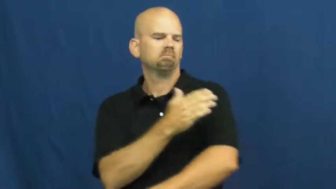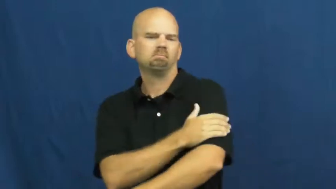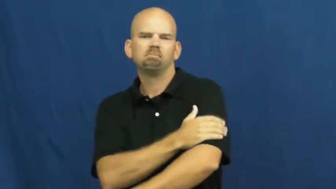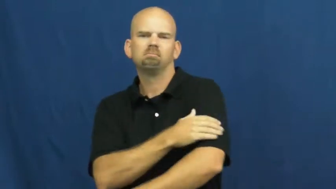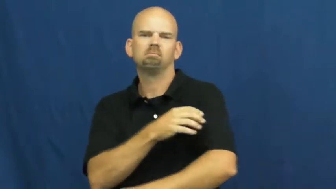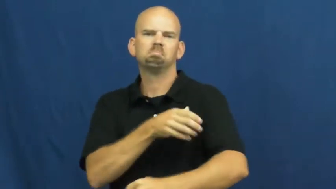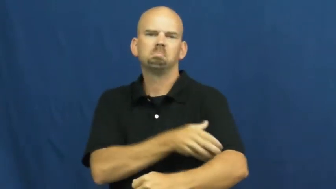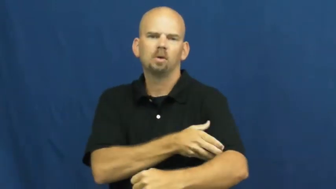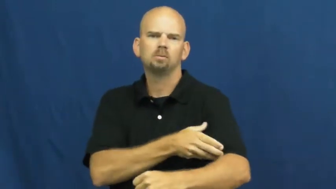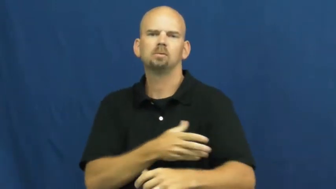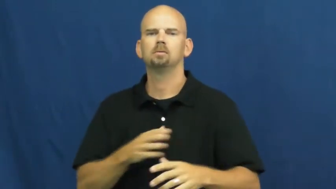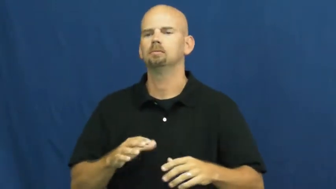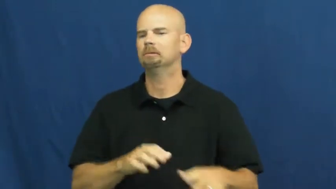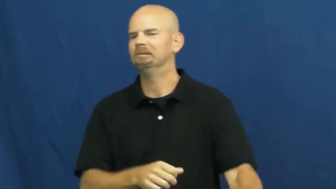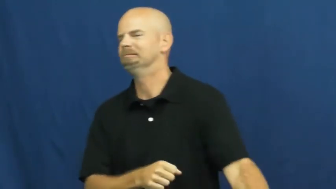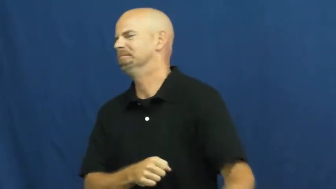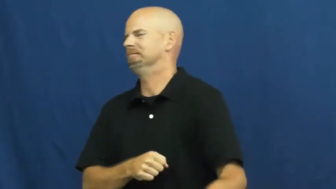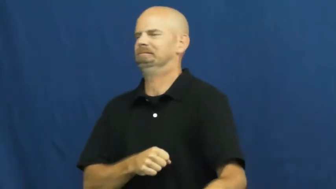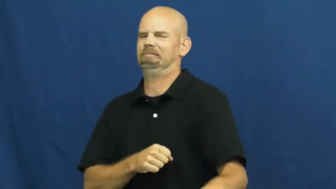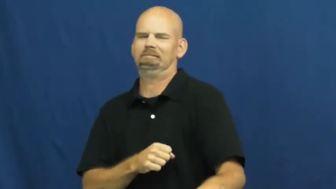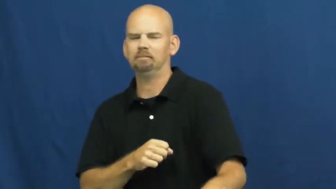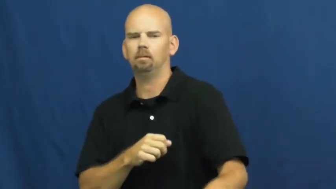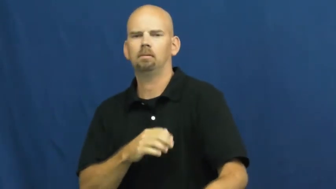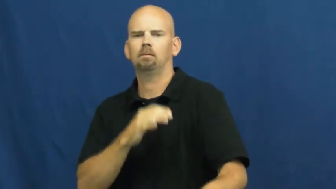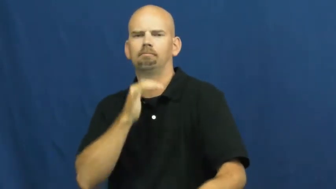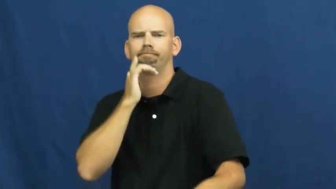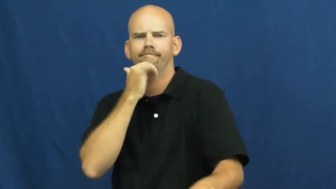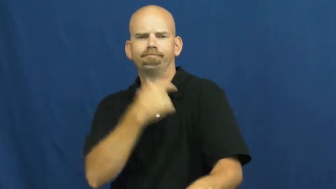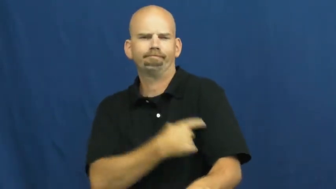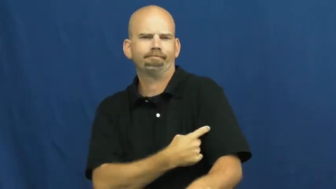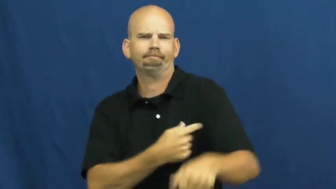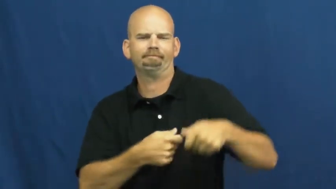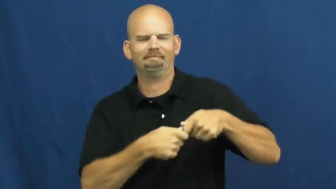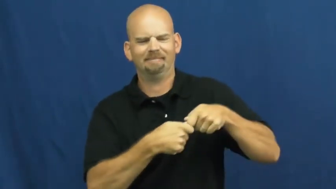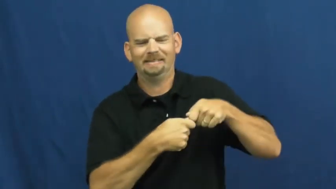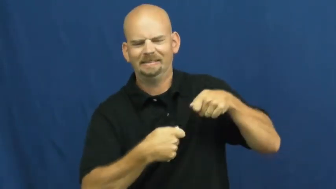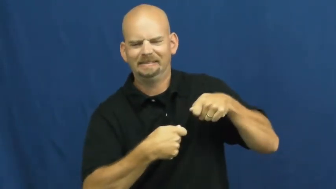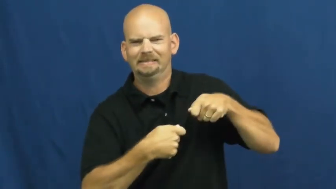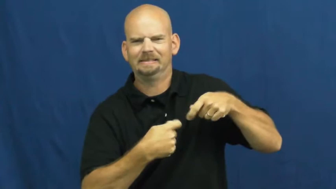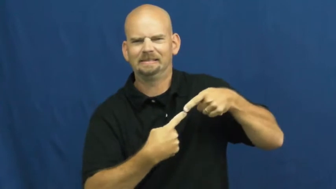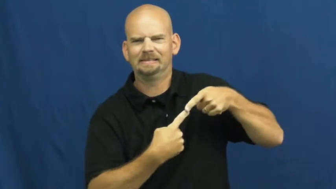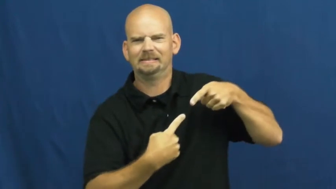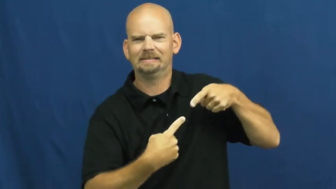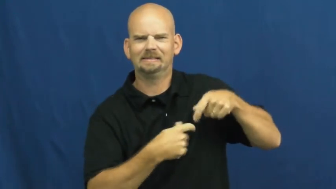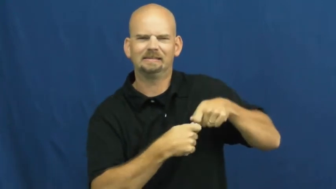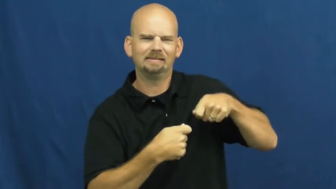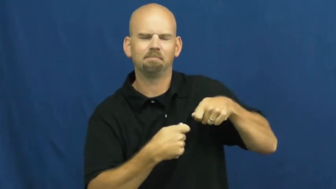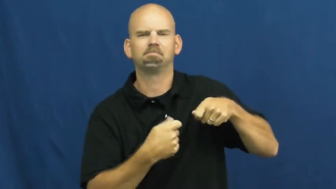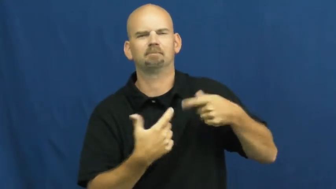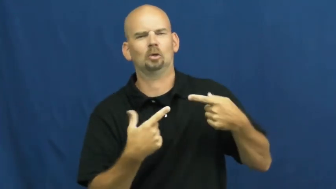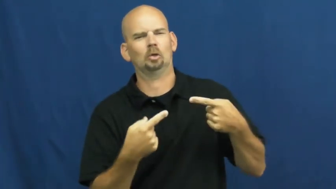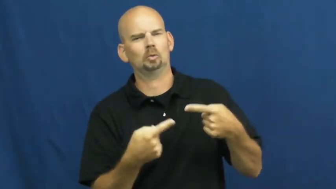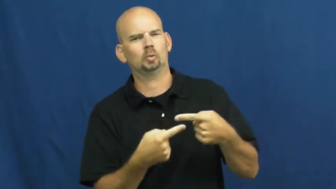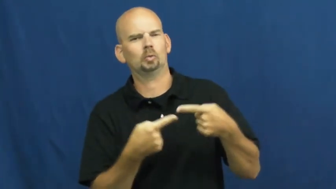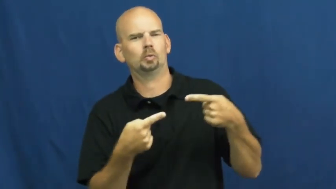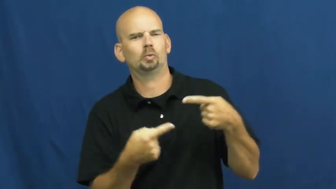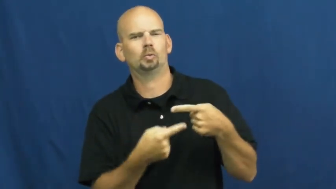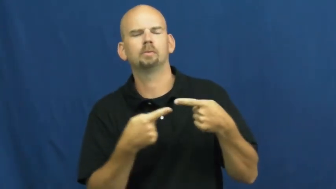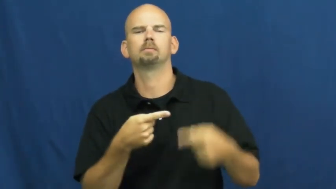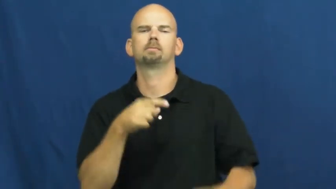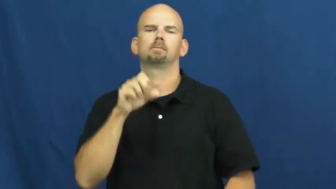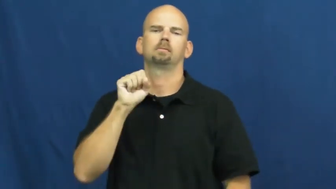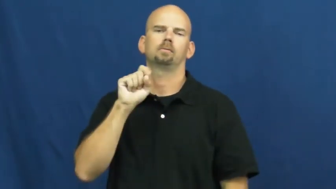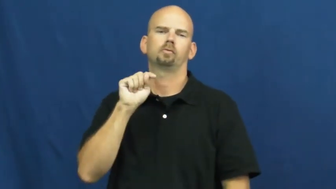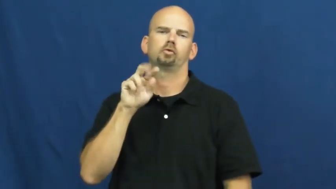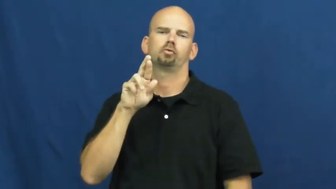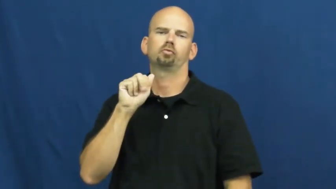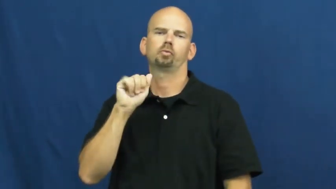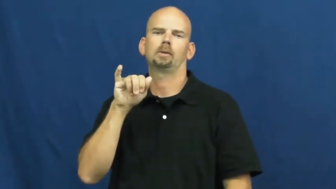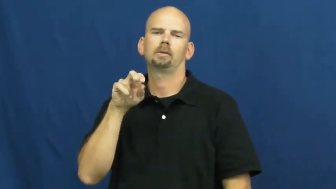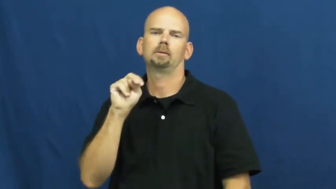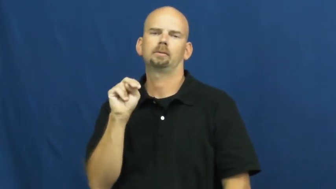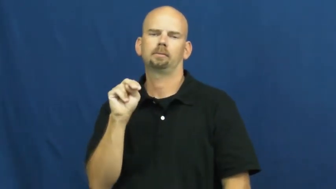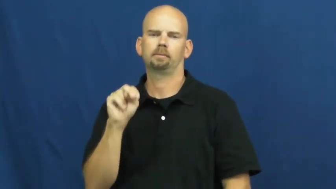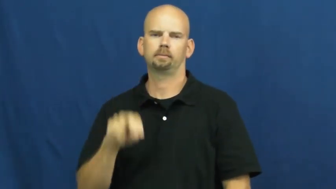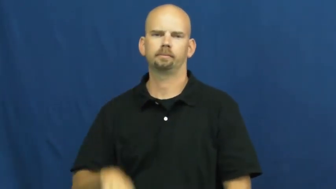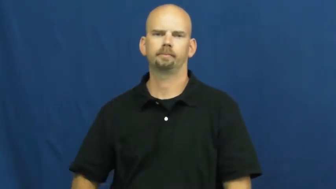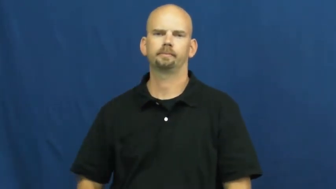strain-muscle